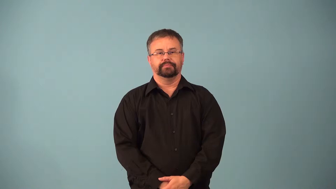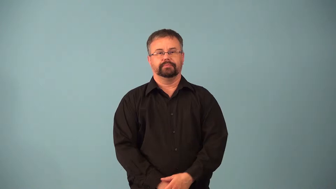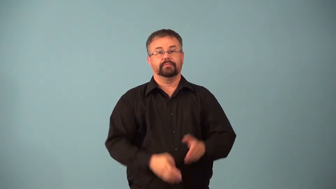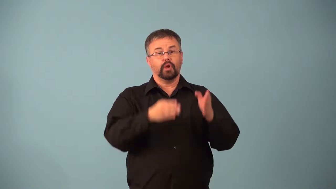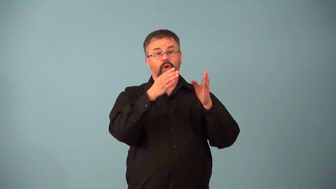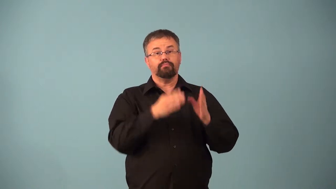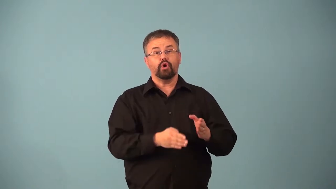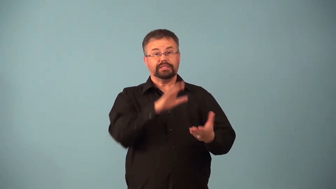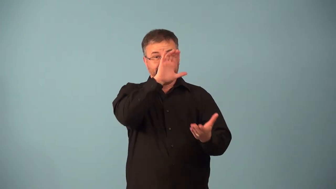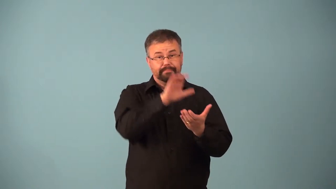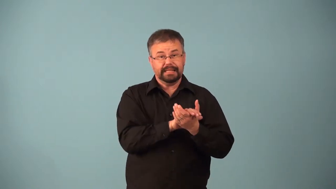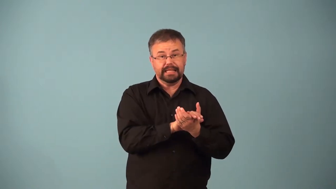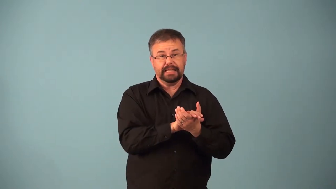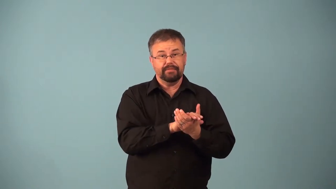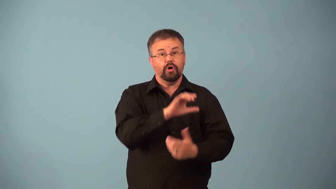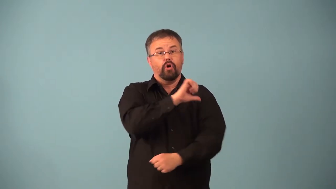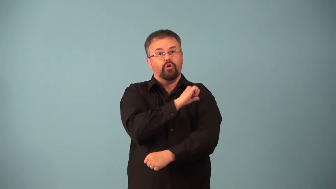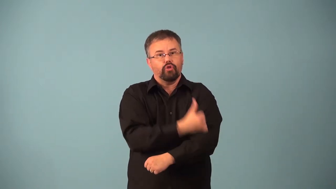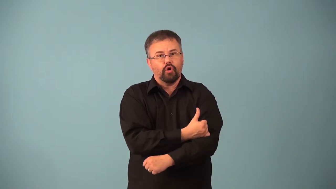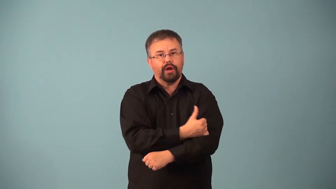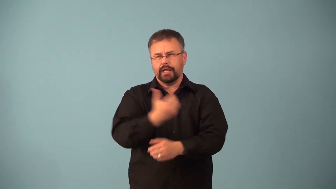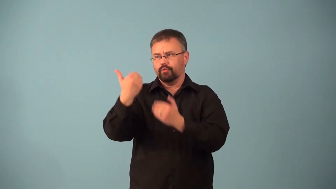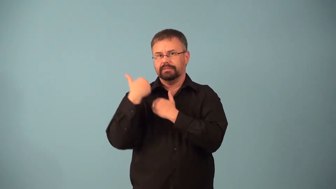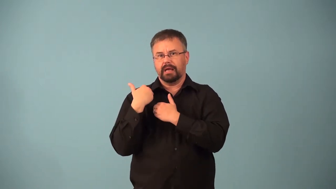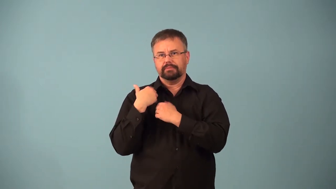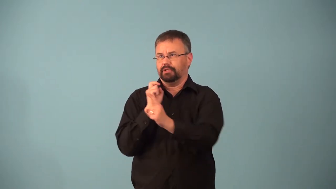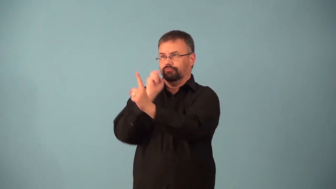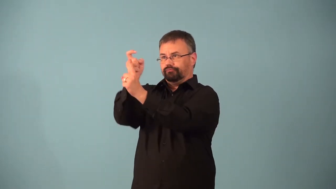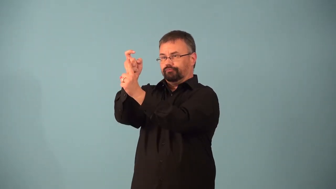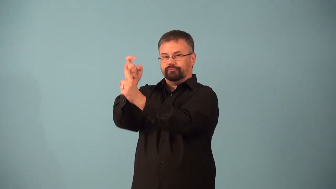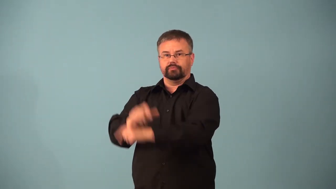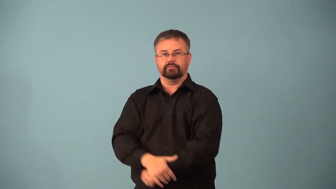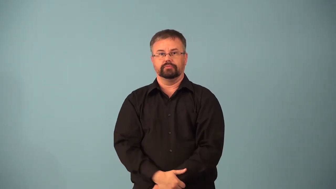absolutist